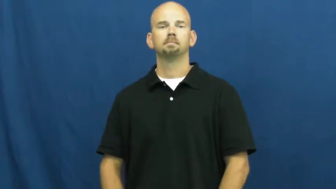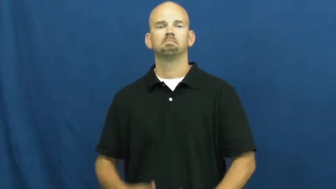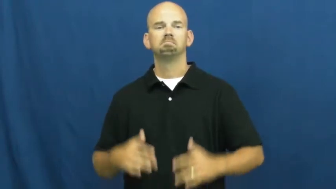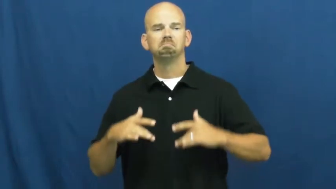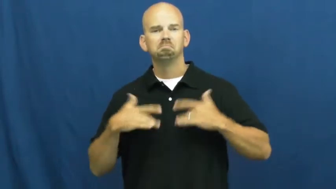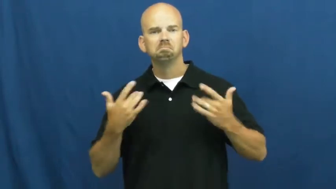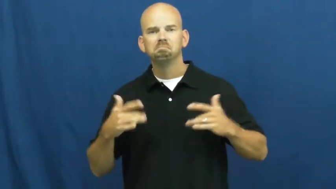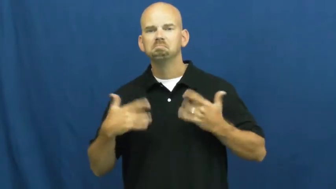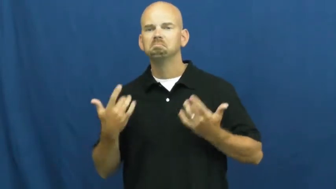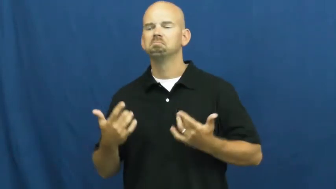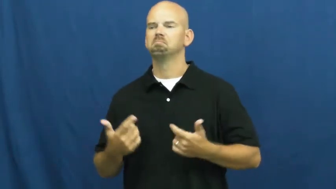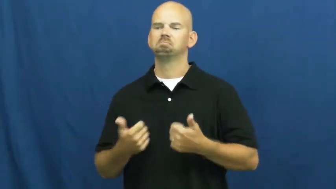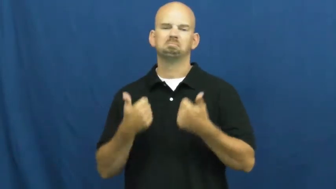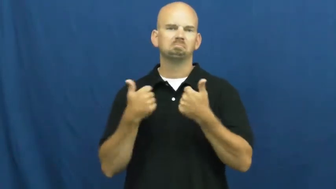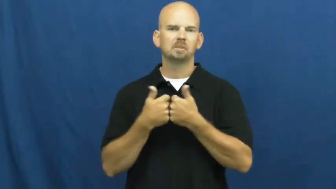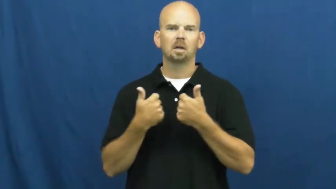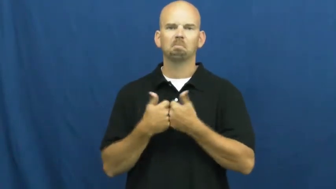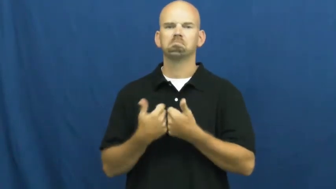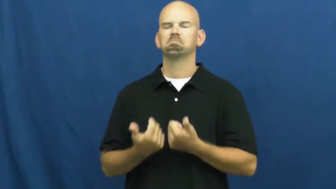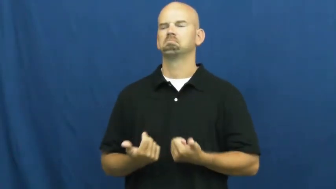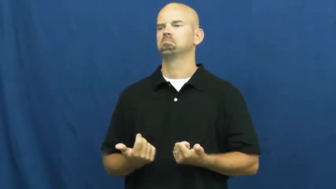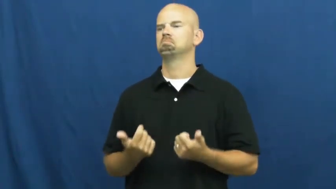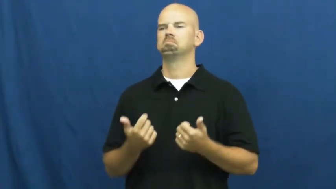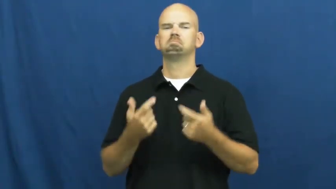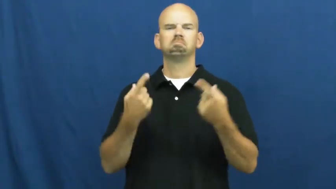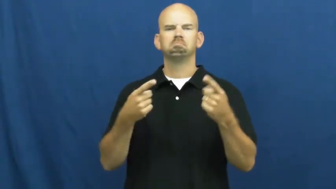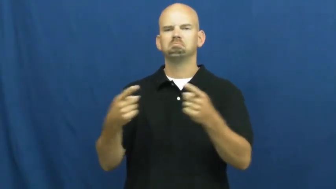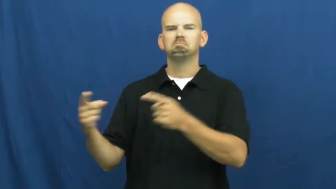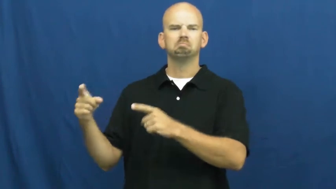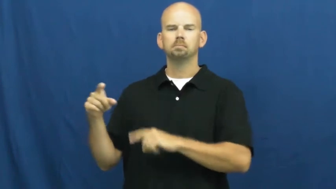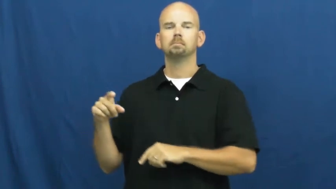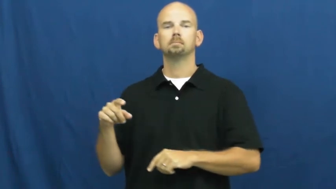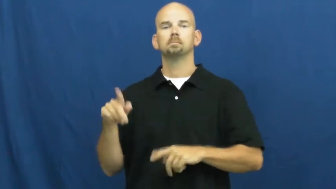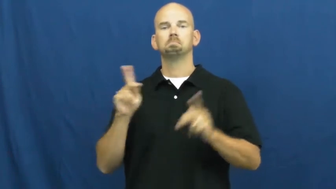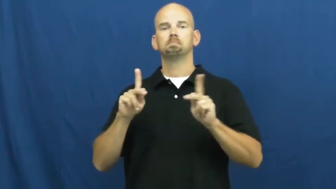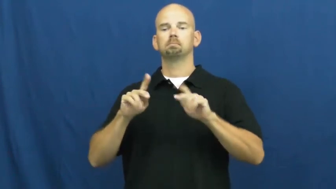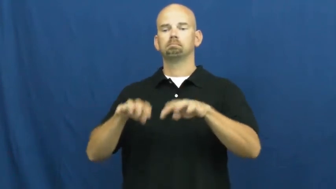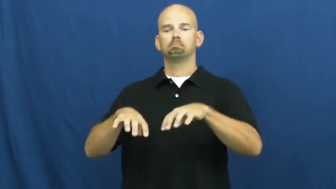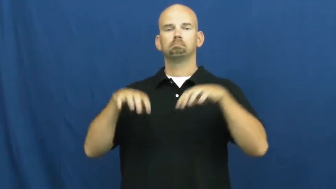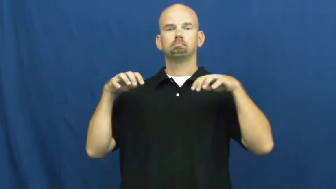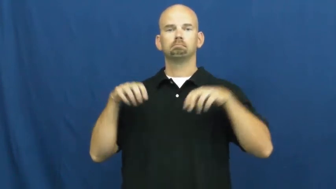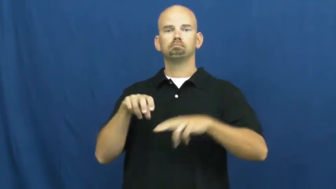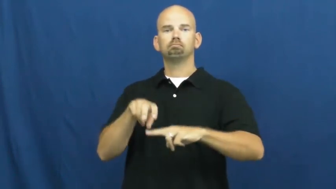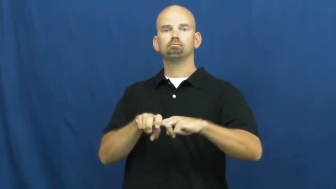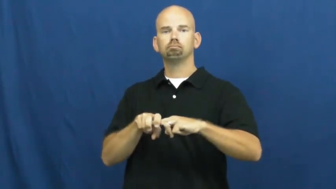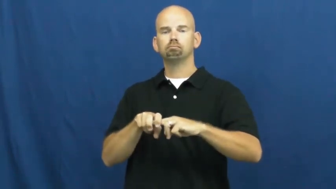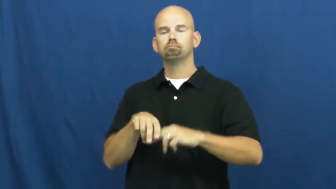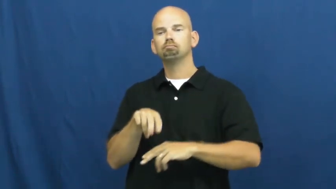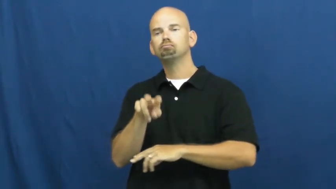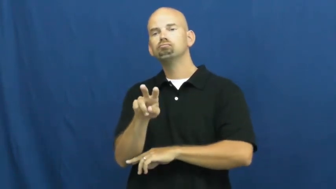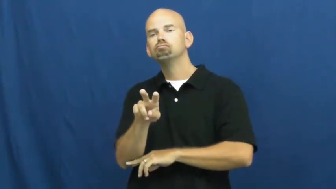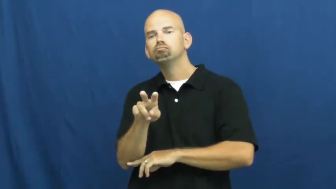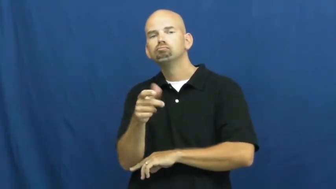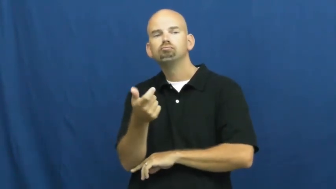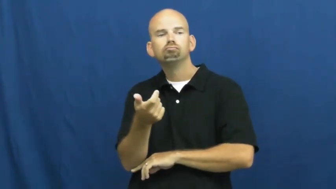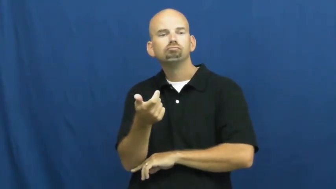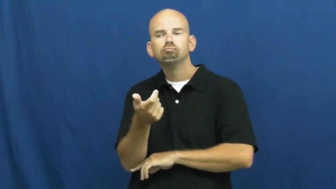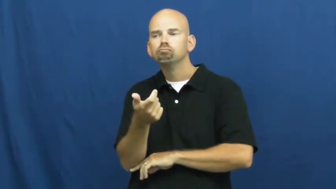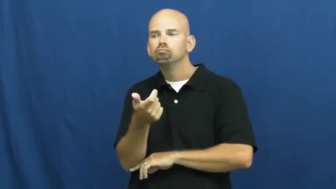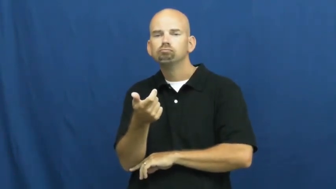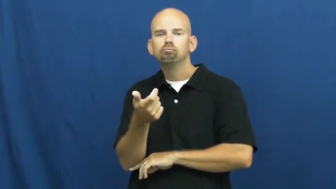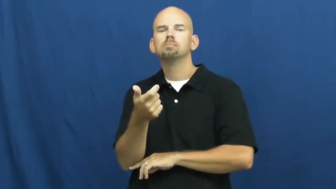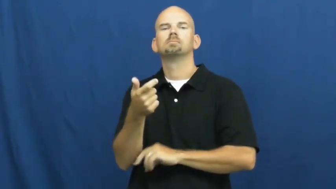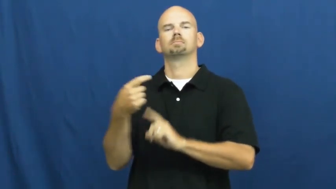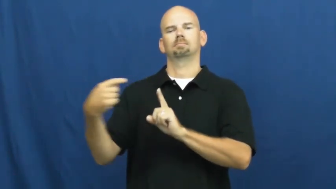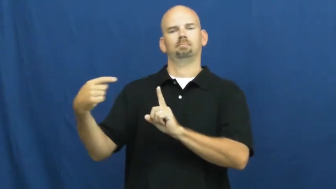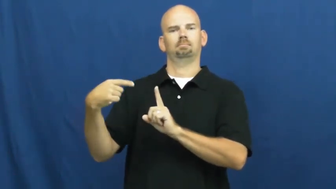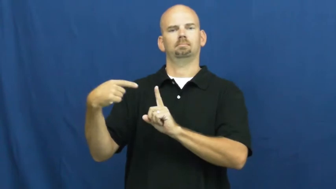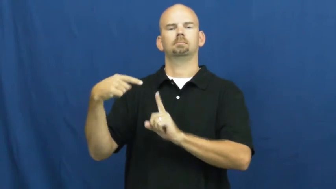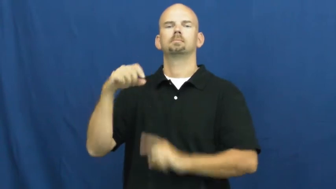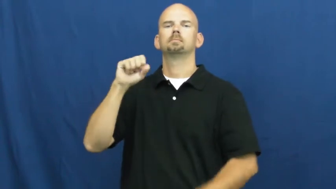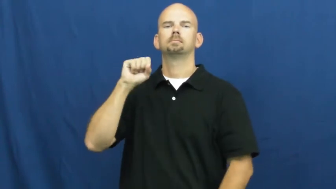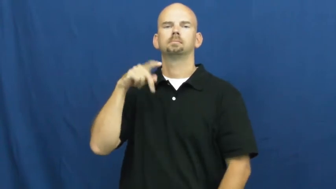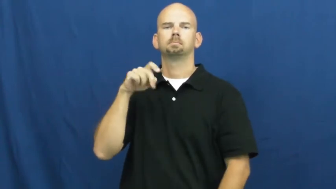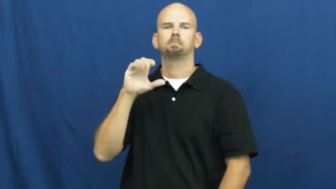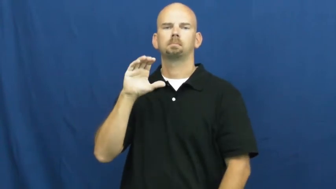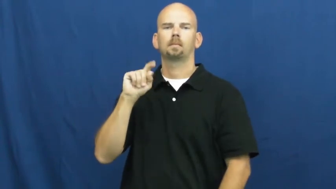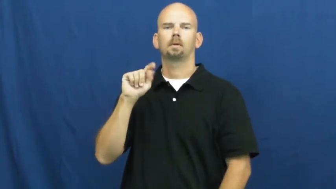spectator